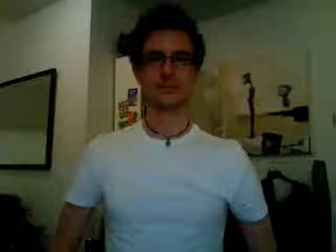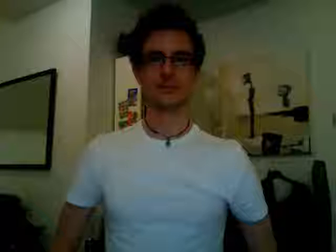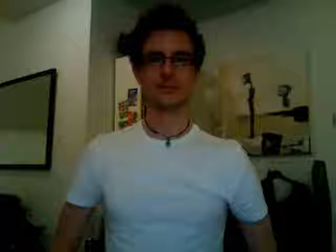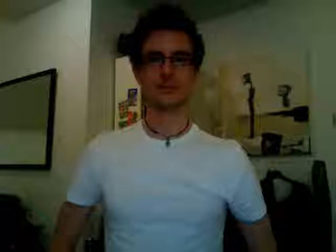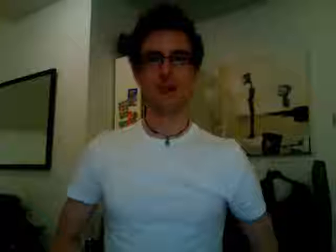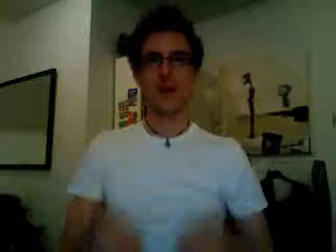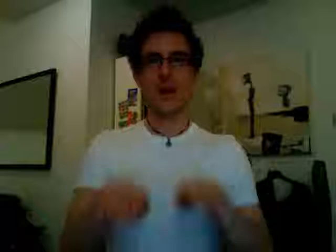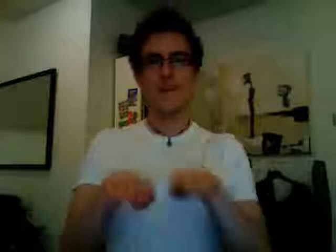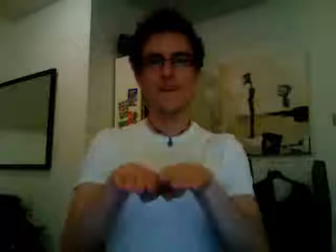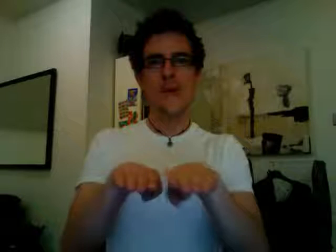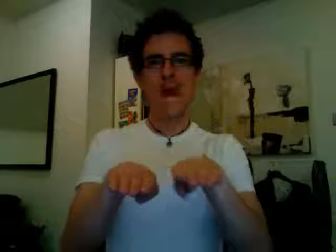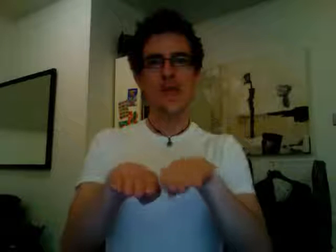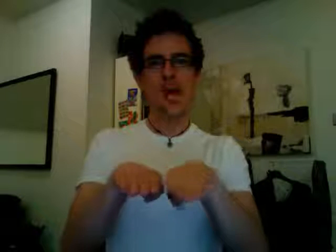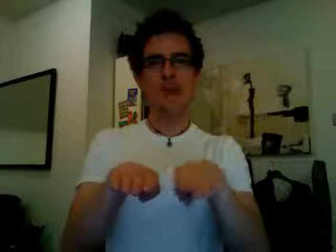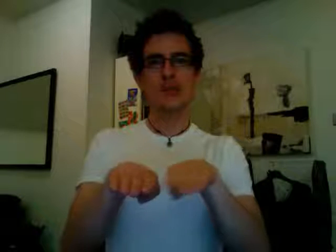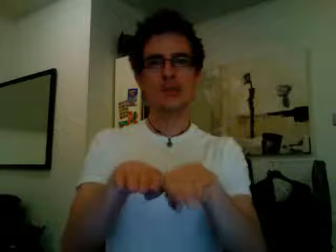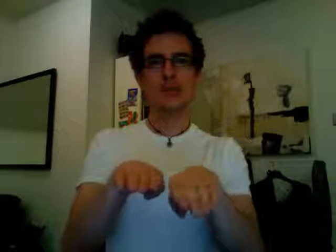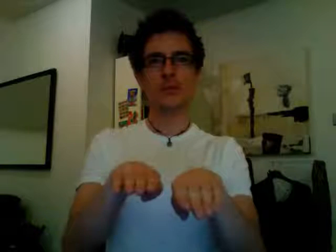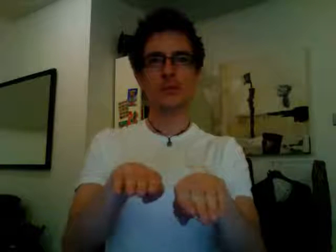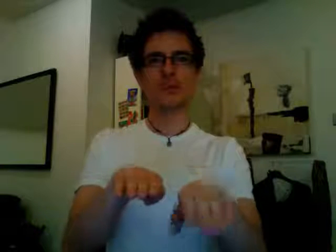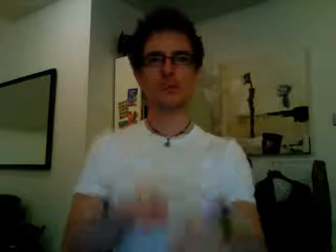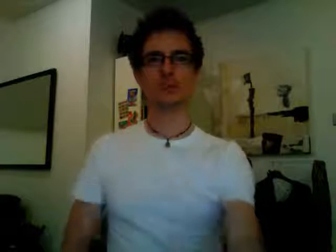practice